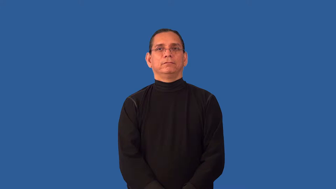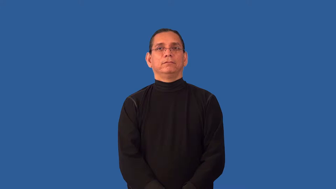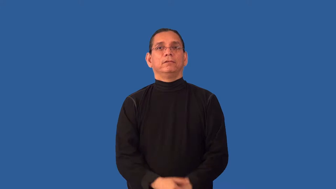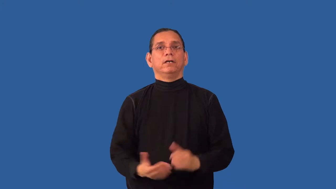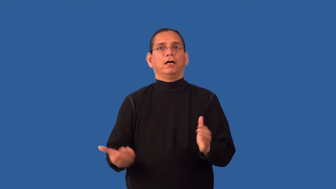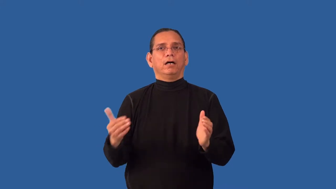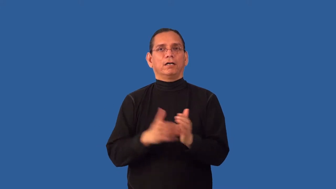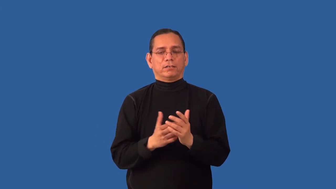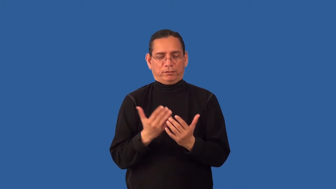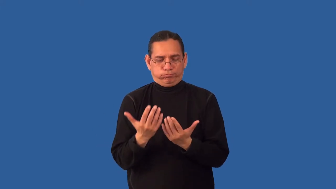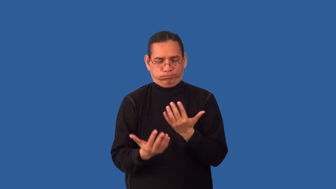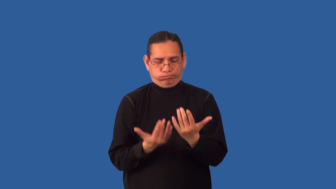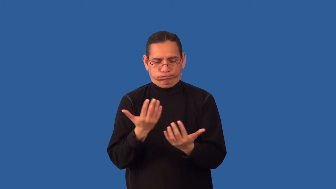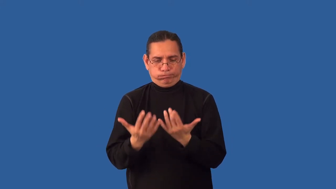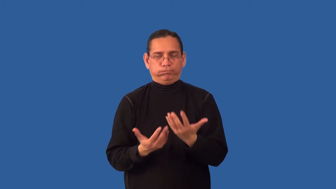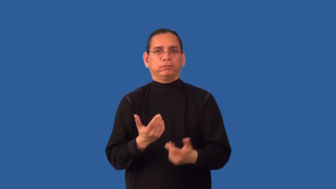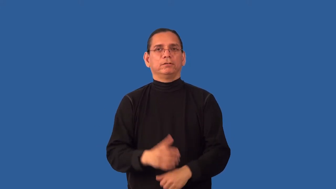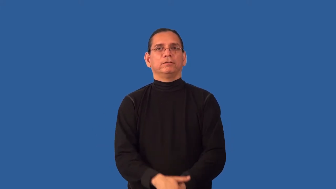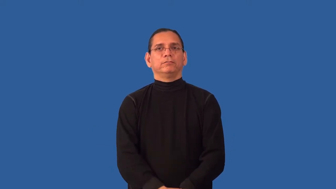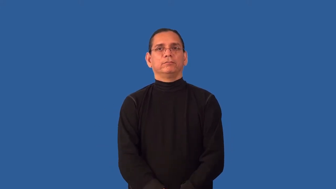reheat,rewarm